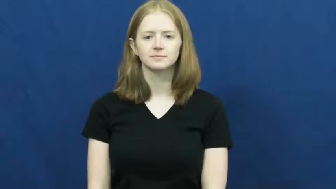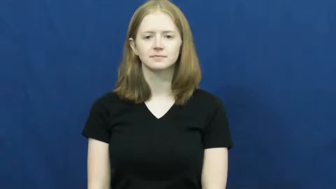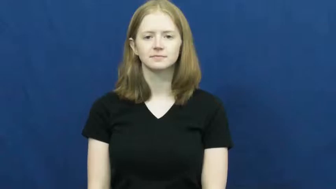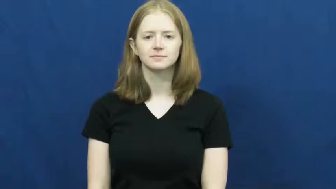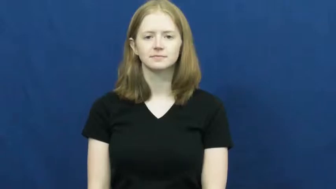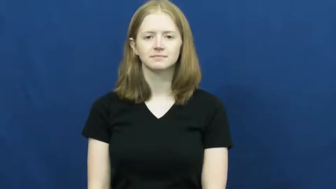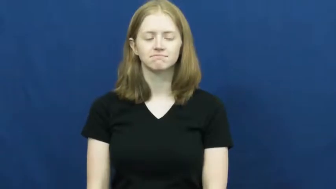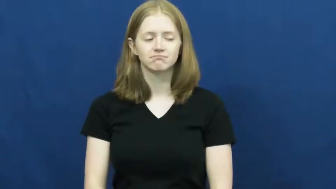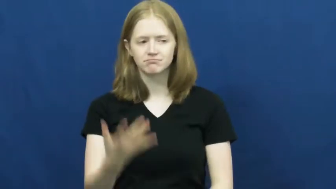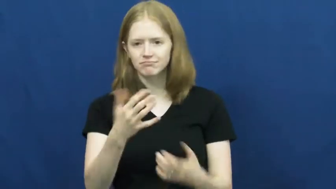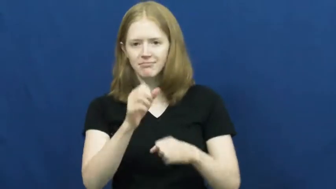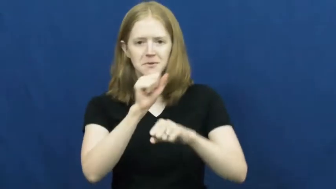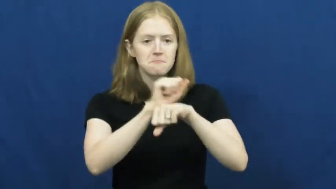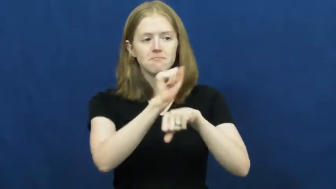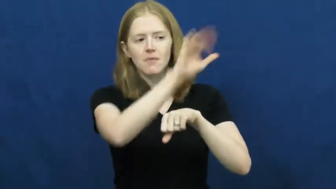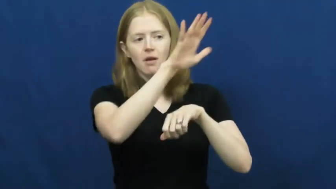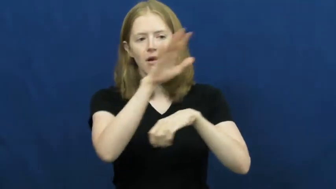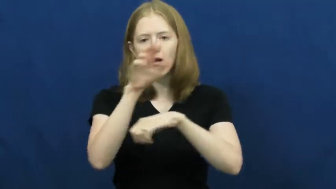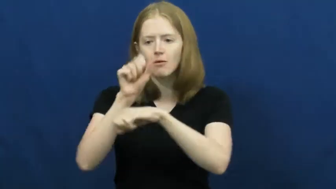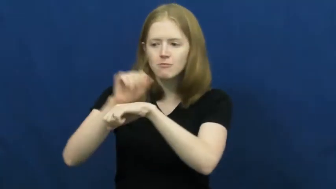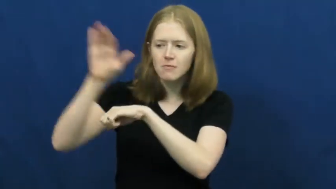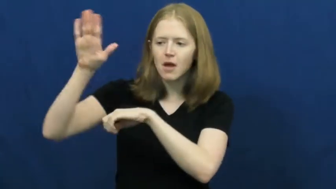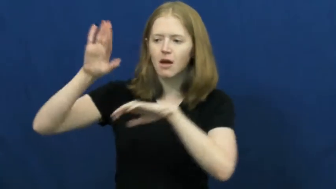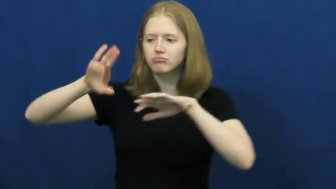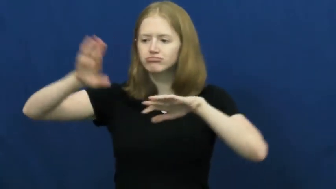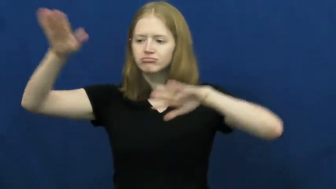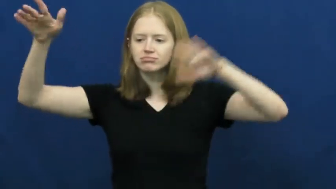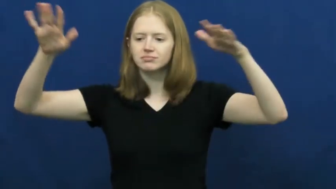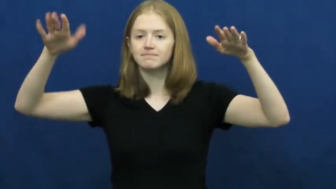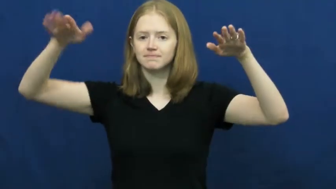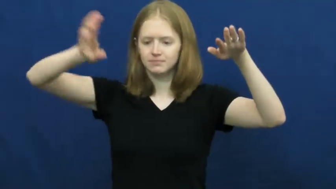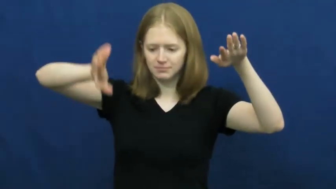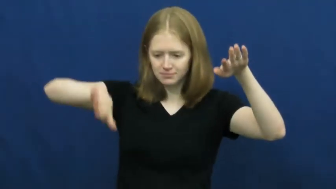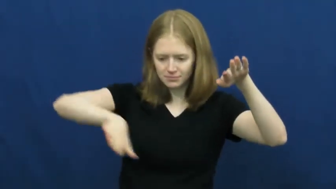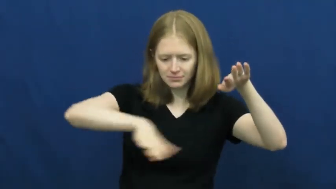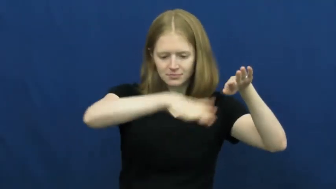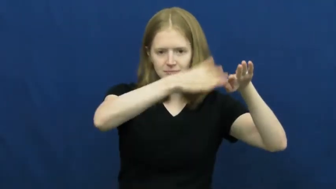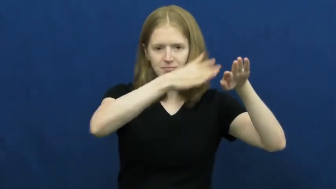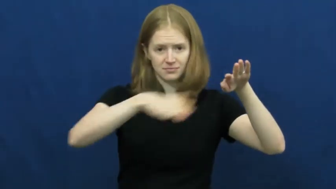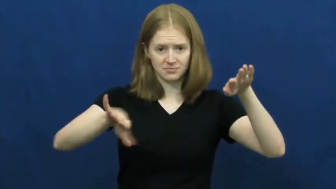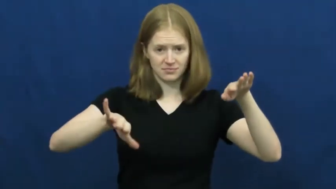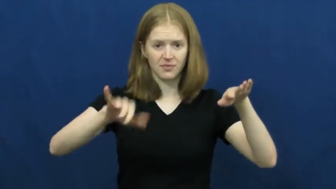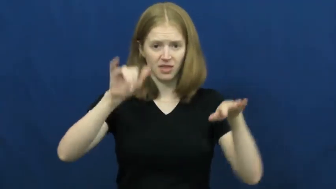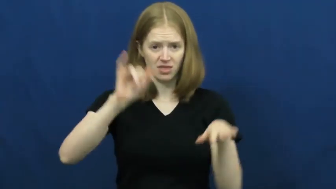canyon